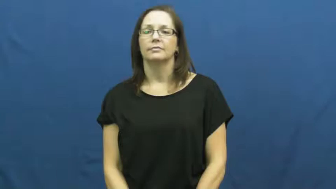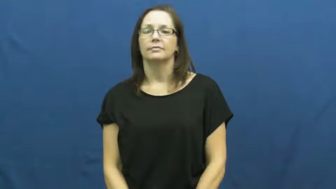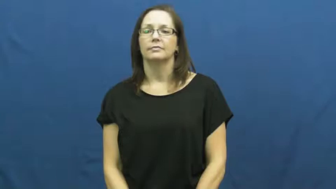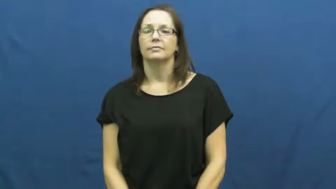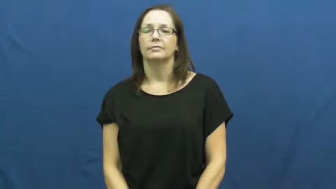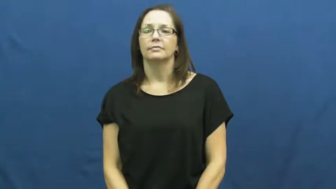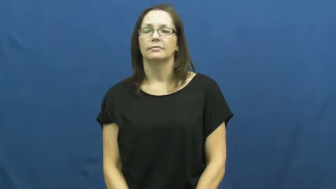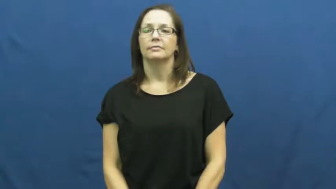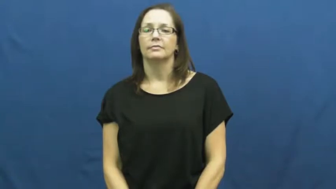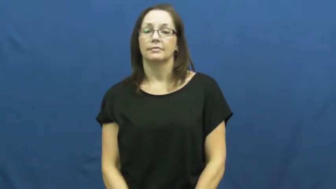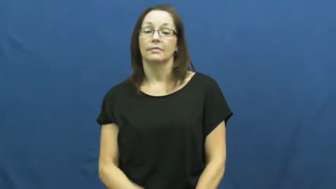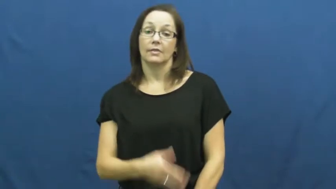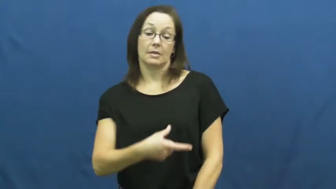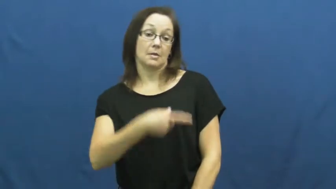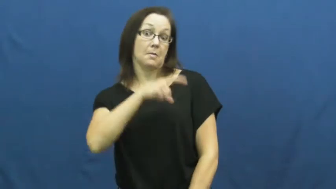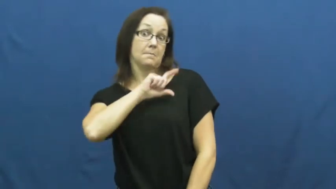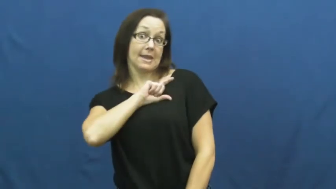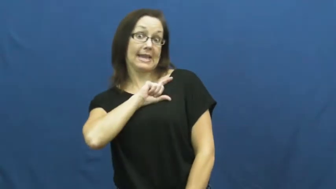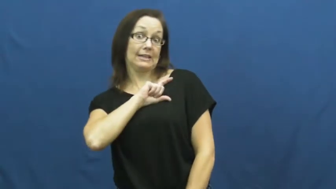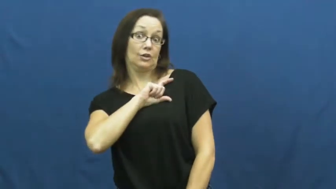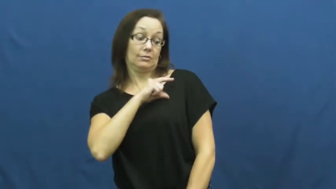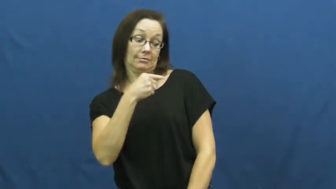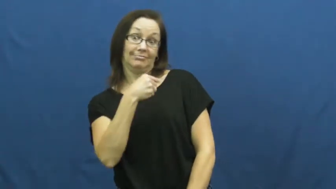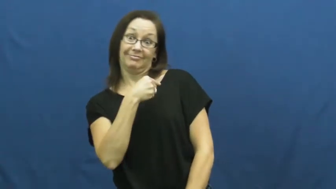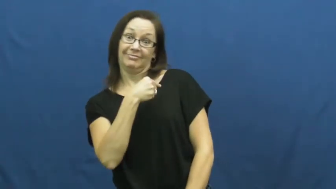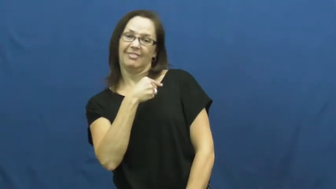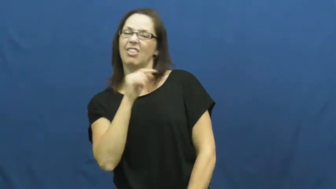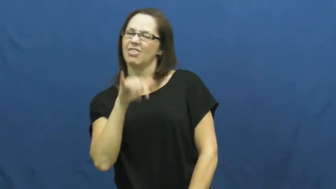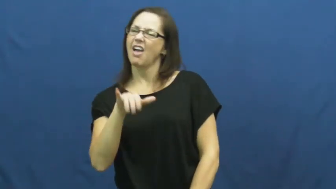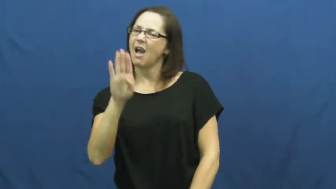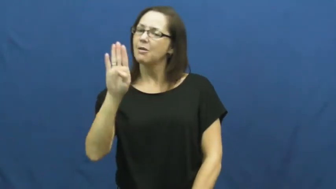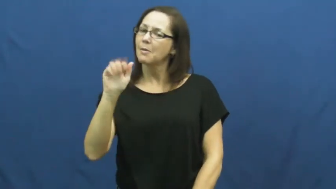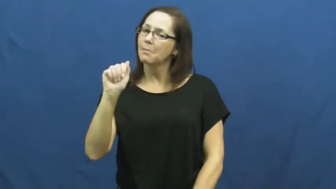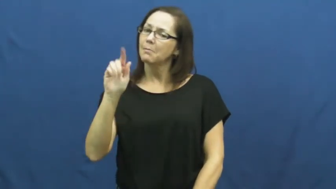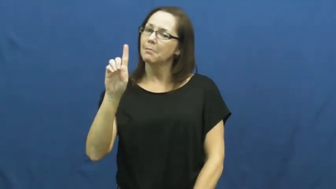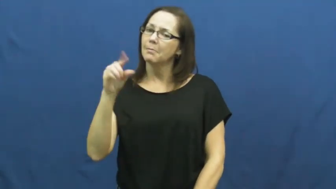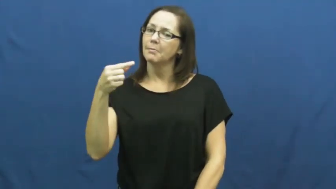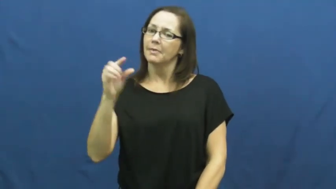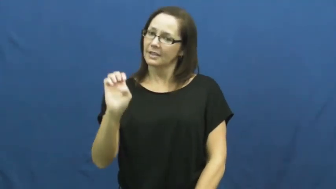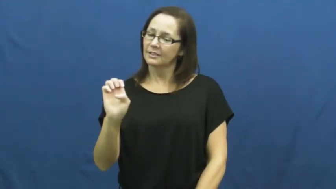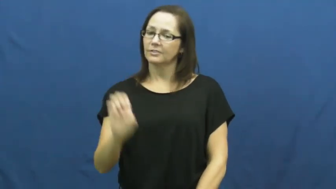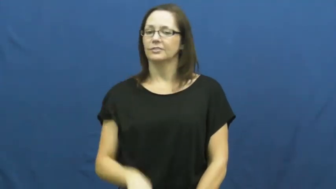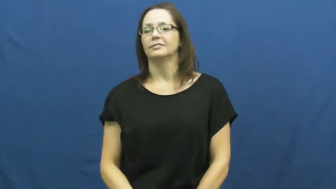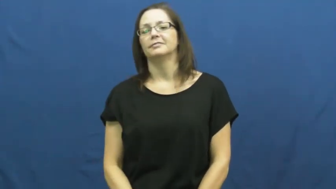shield-badge